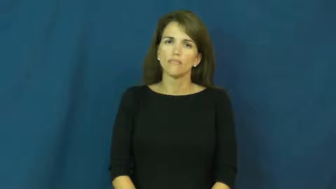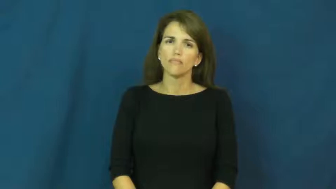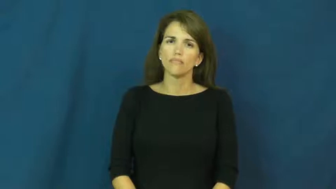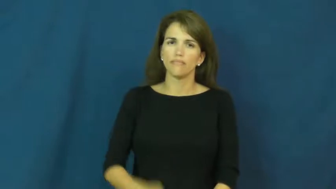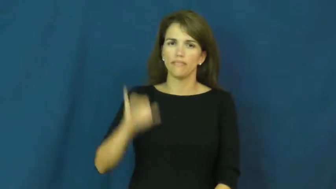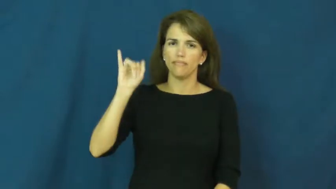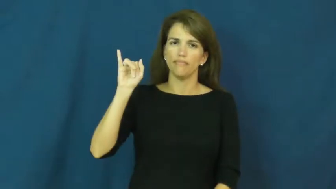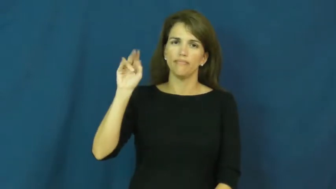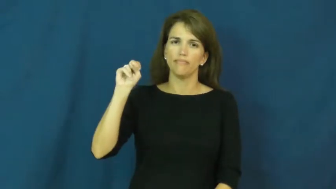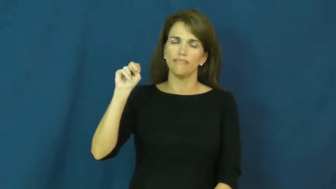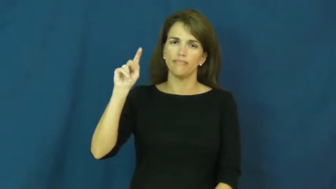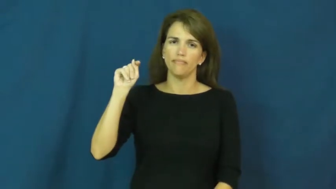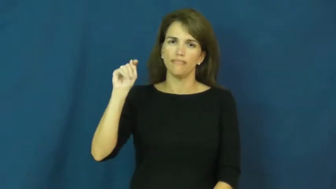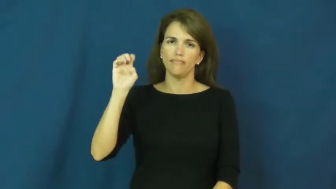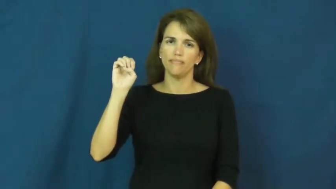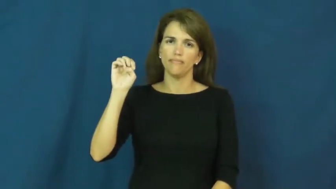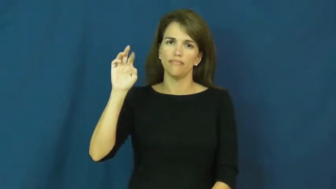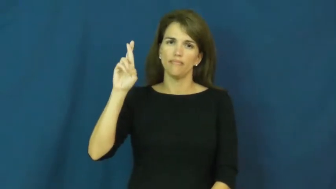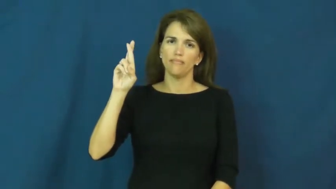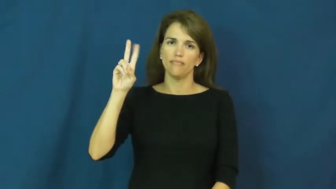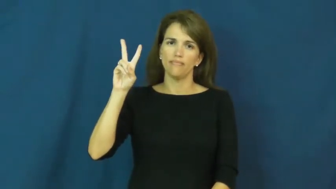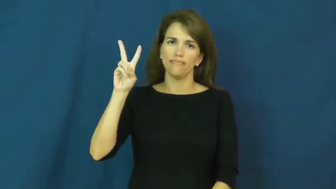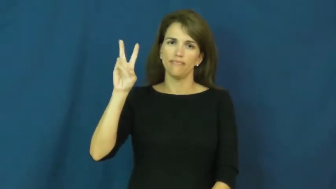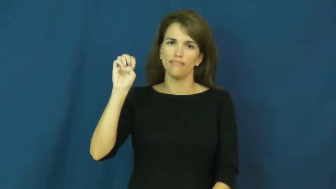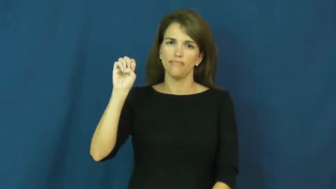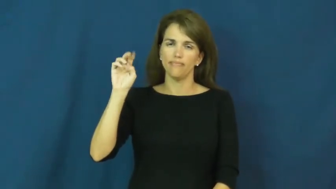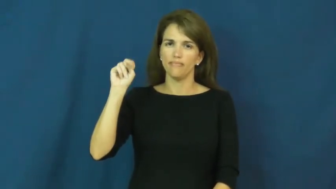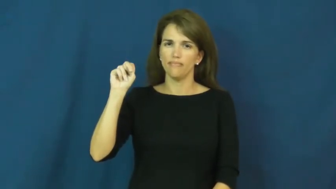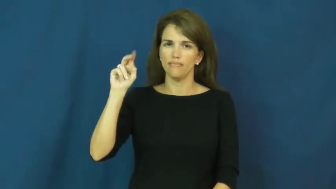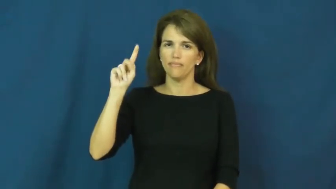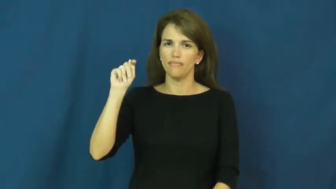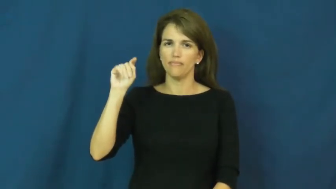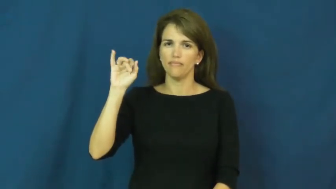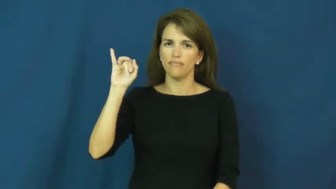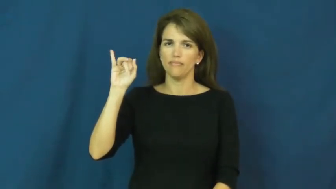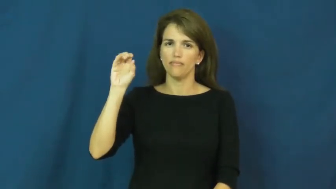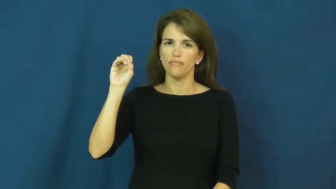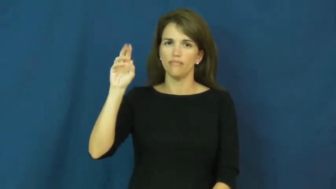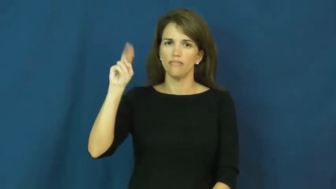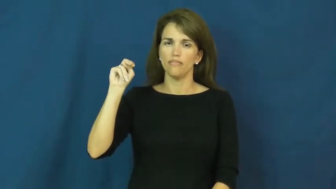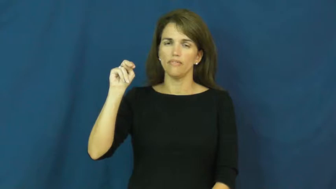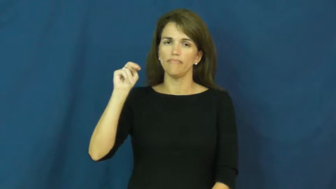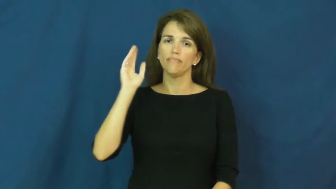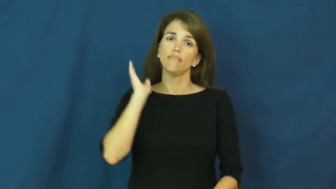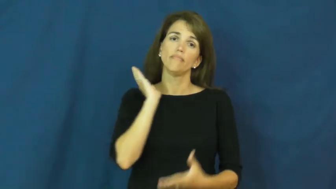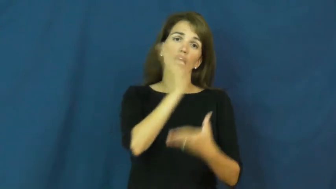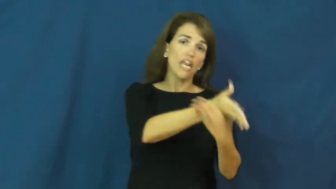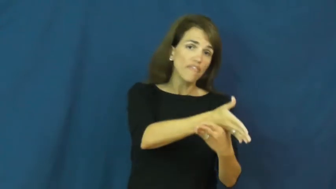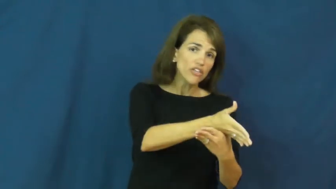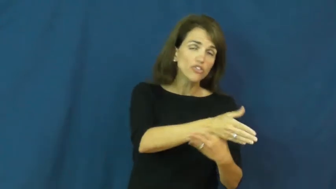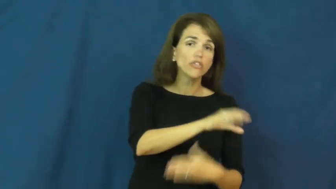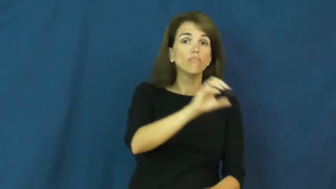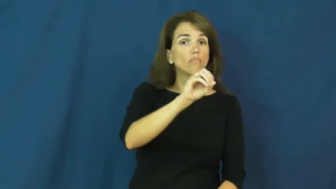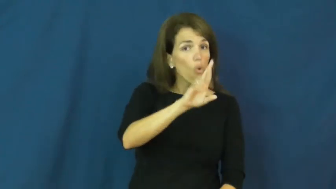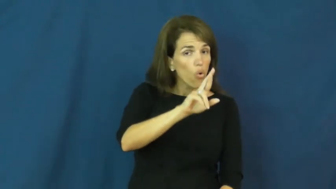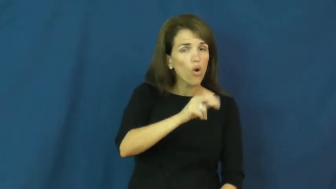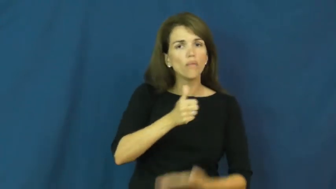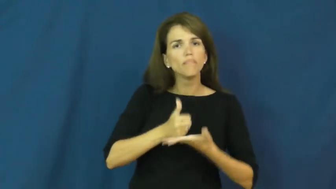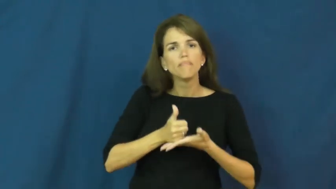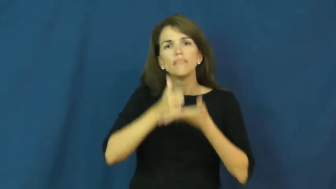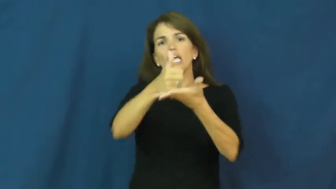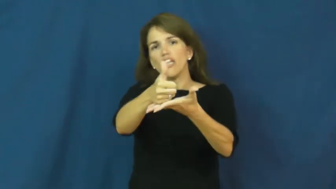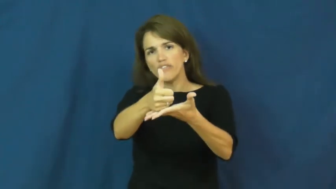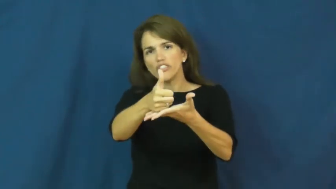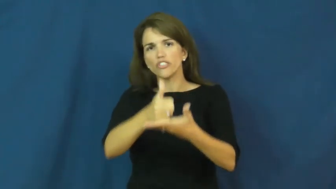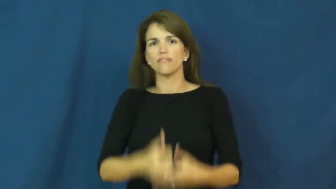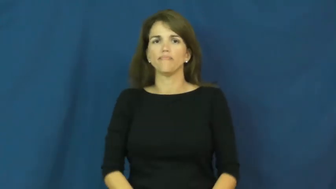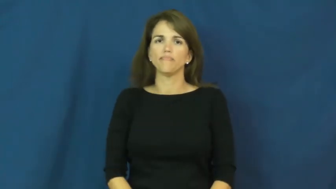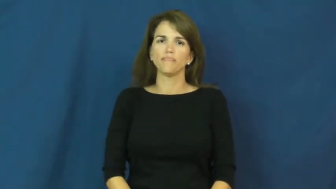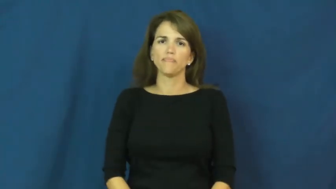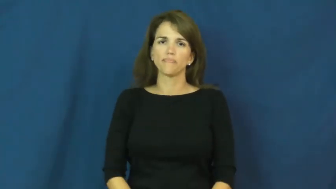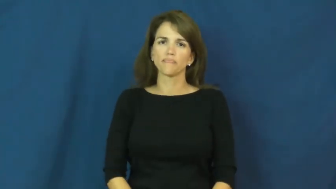intervention